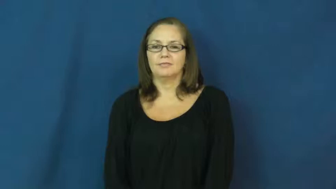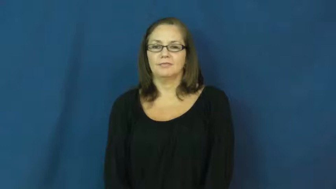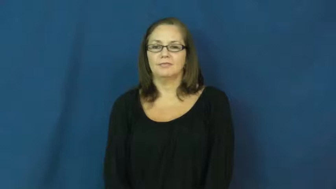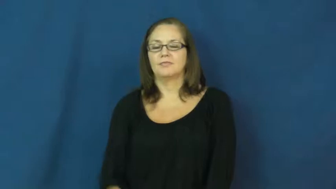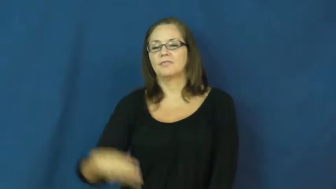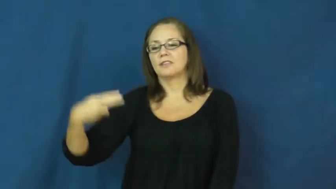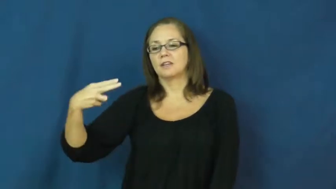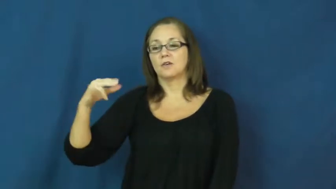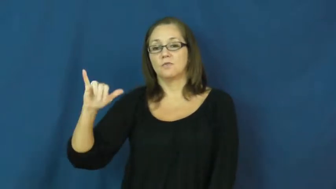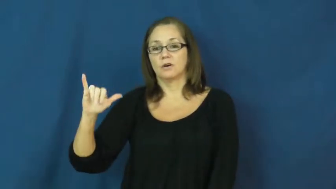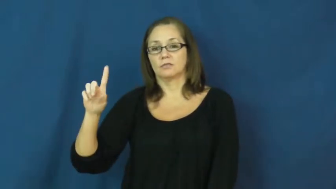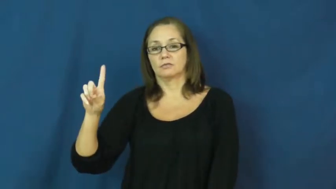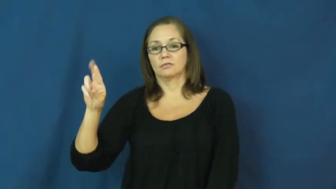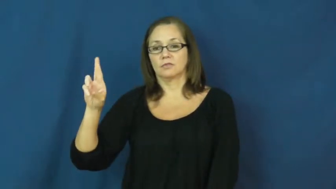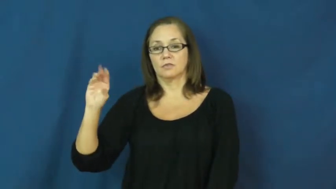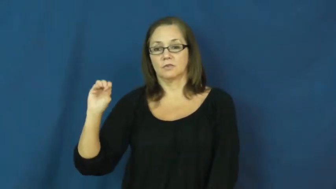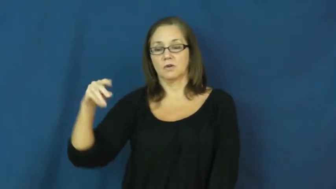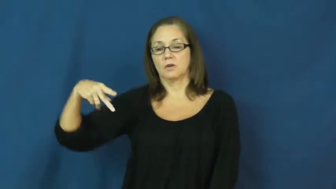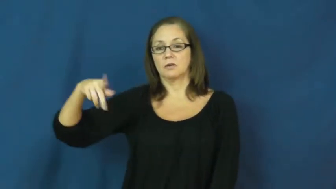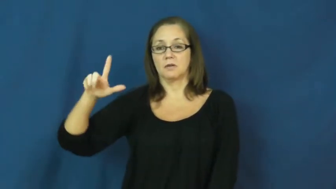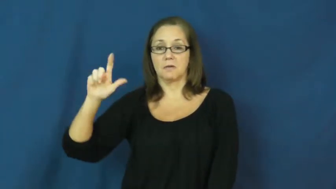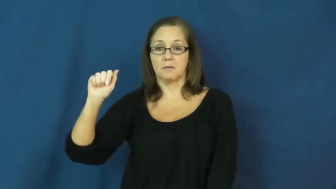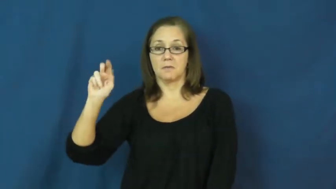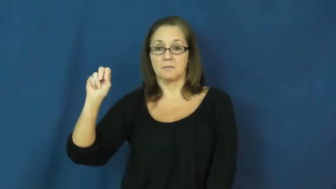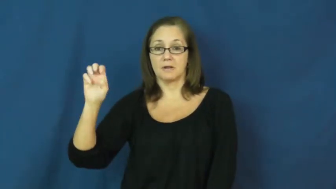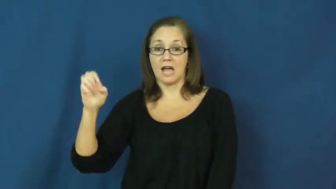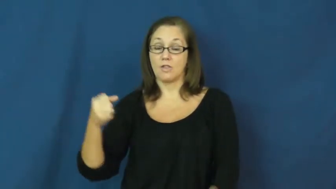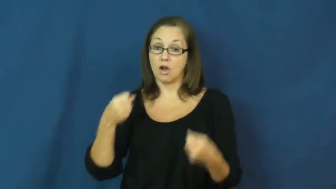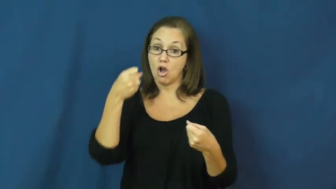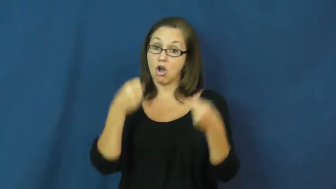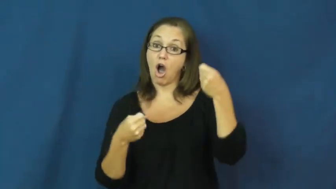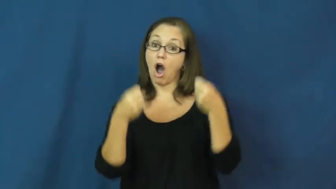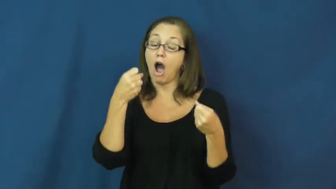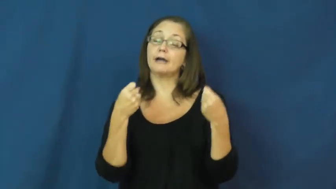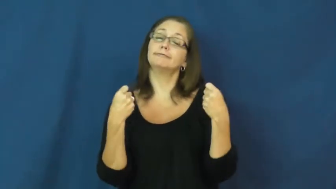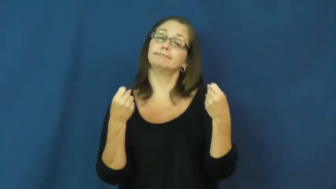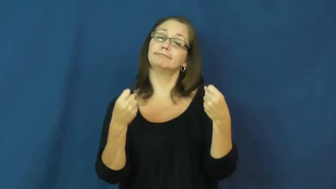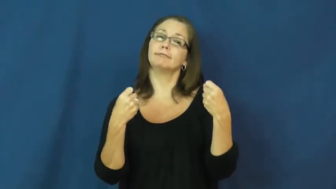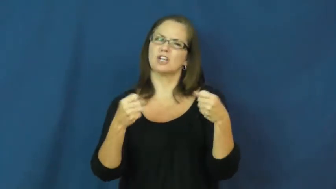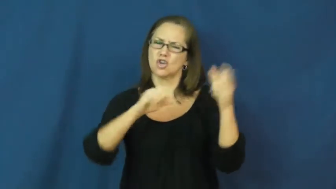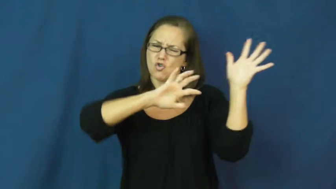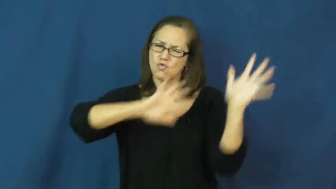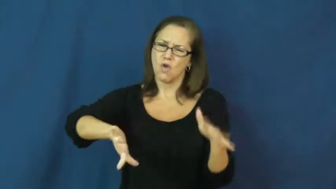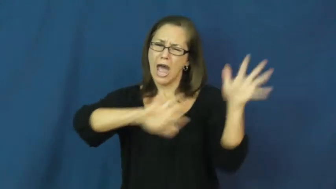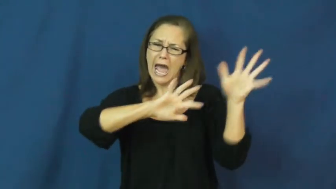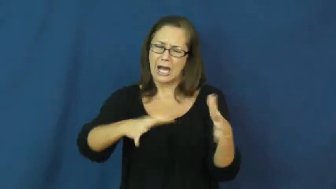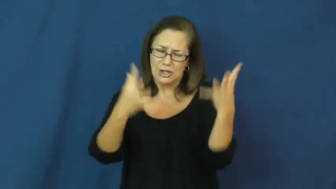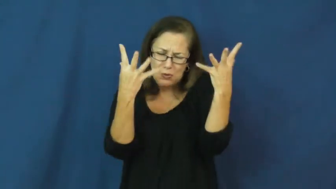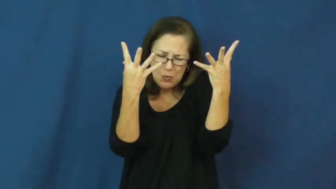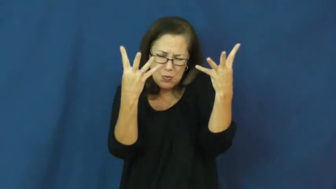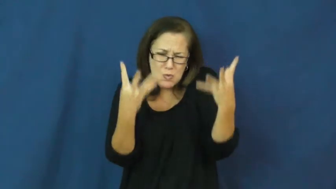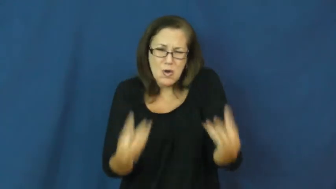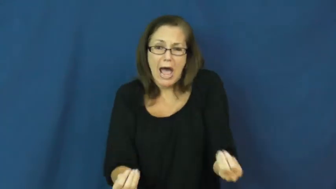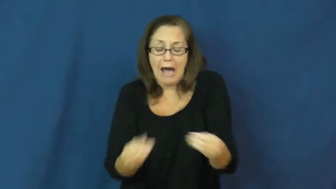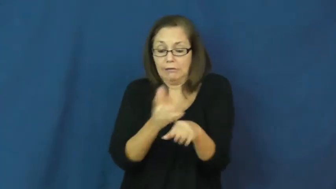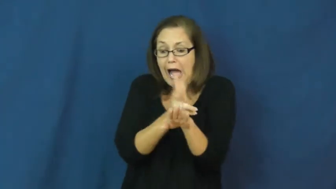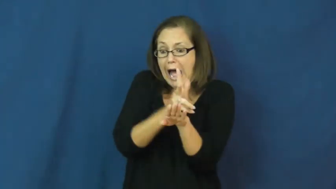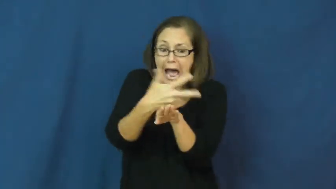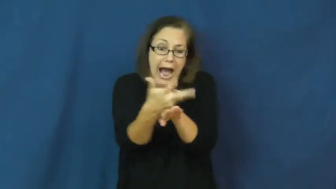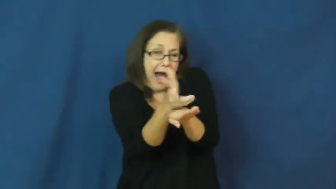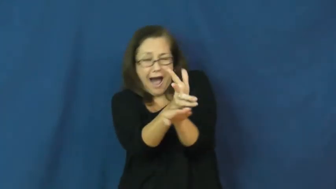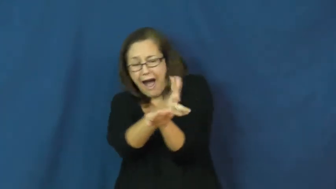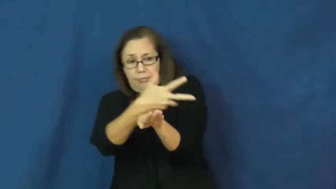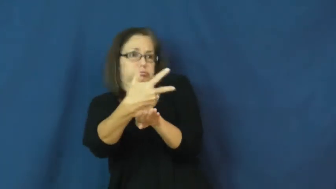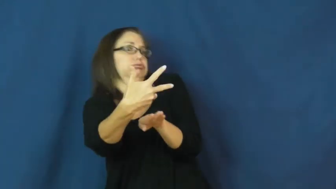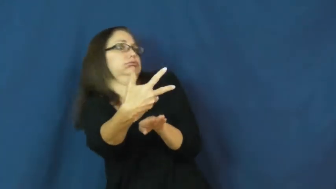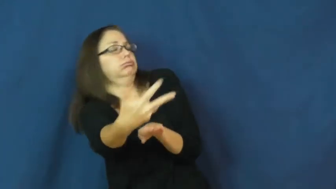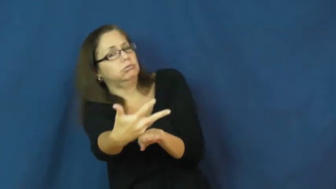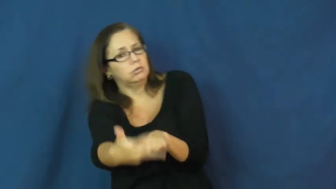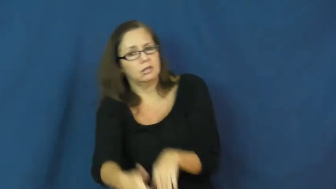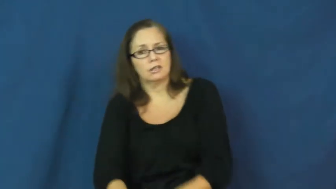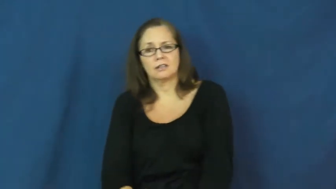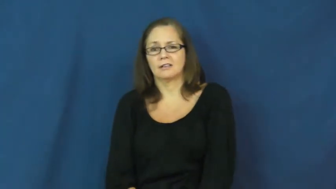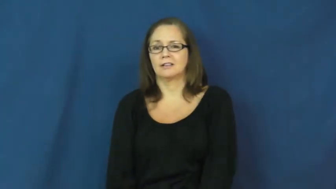hydroplane,aquaplane-car